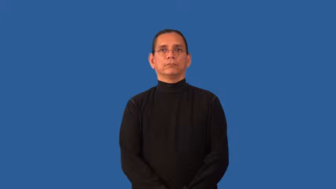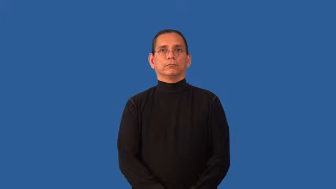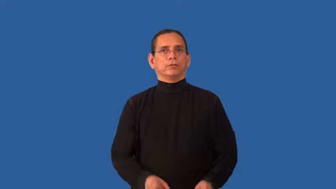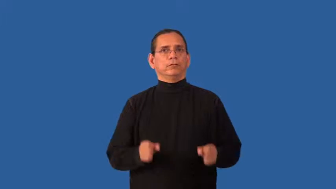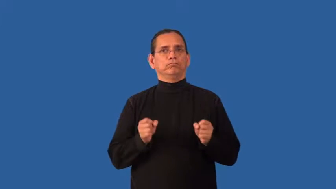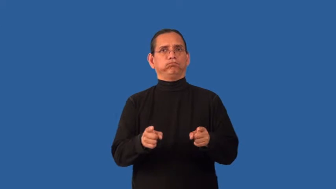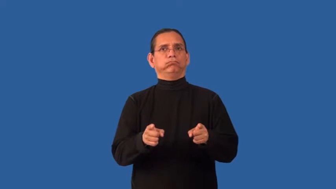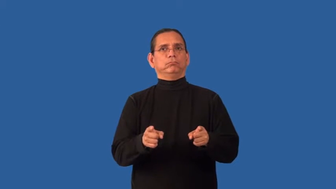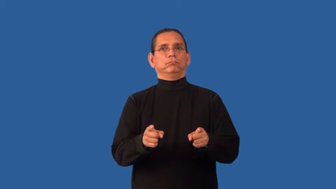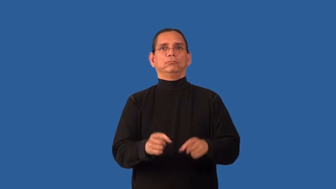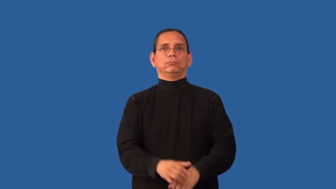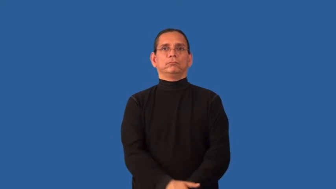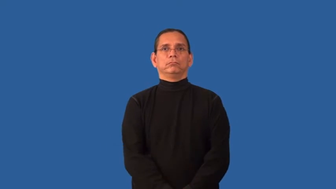improvise